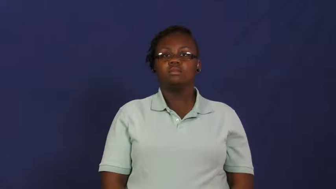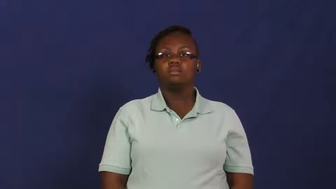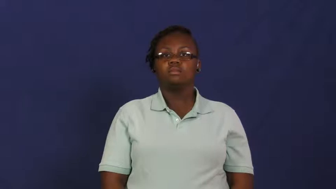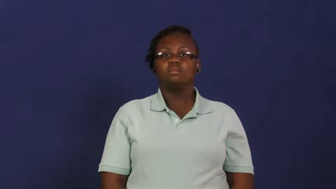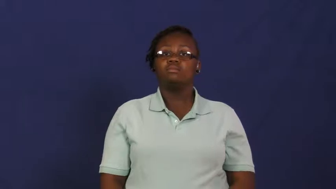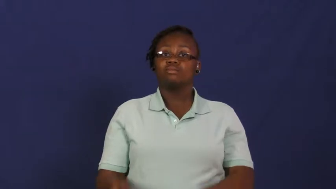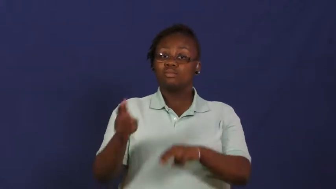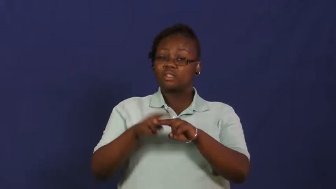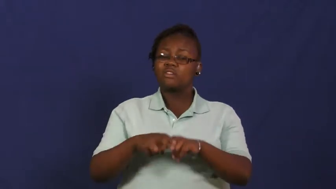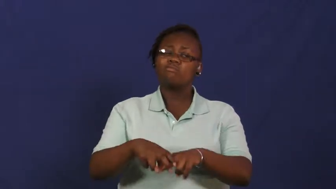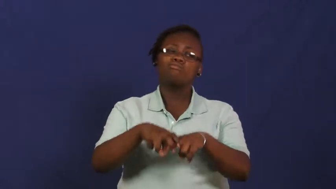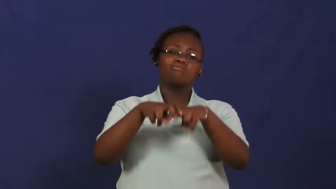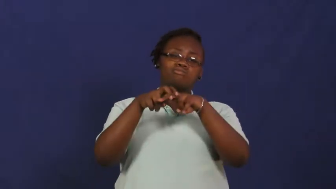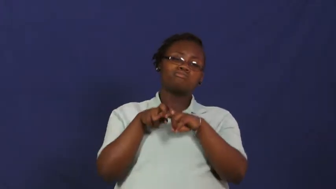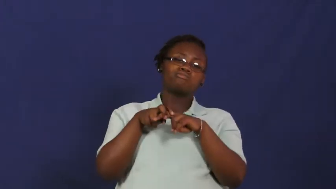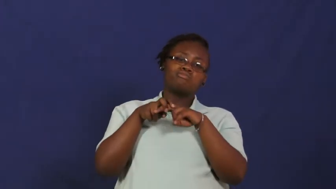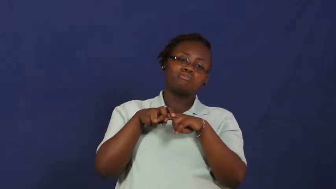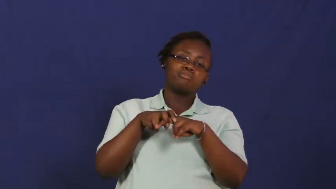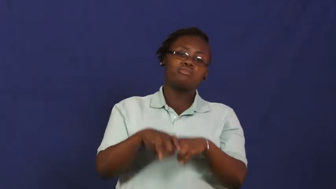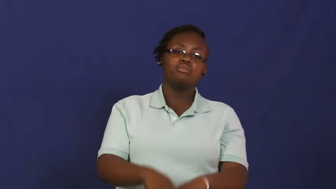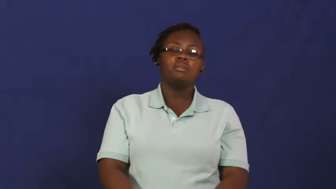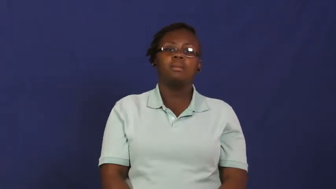recline,recumbent